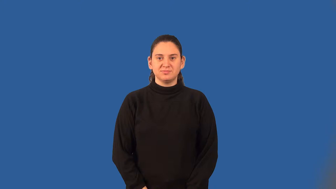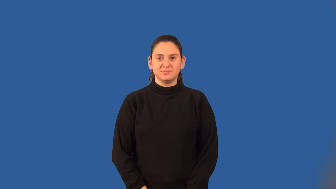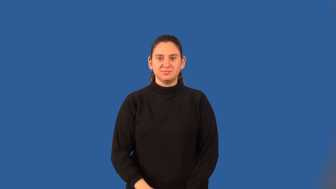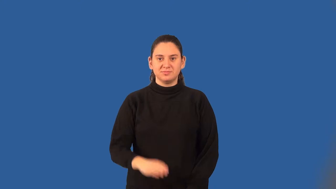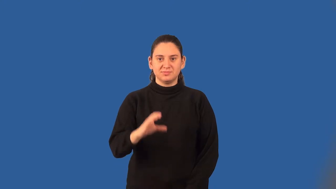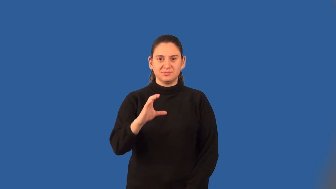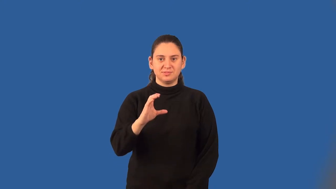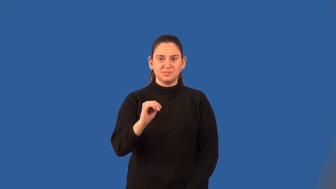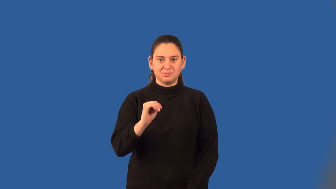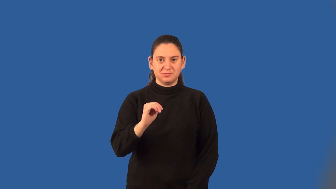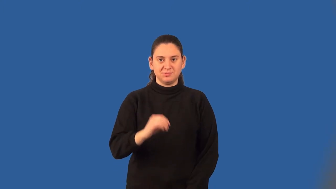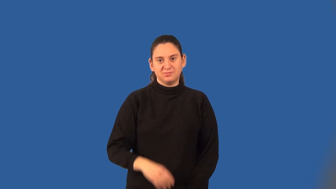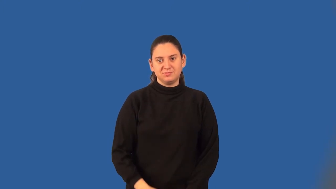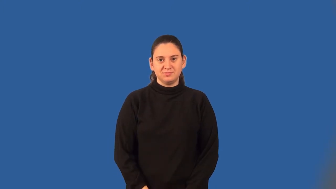centimeter